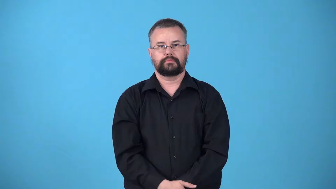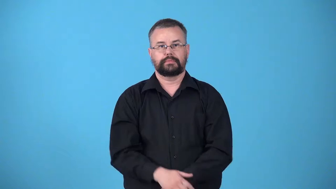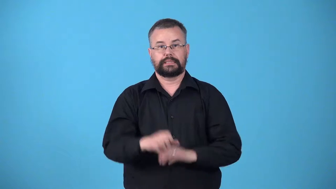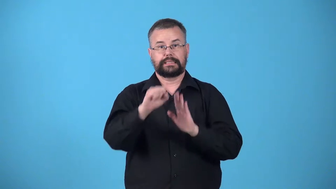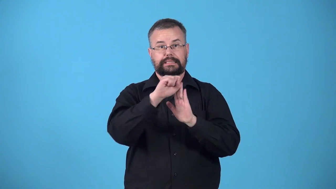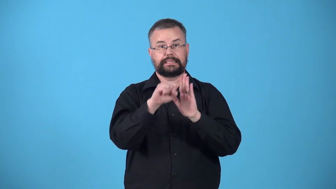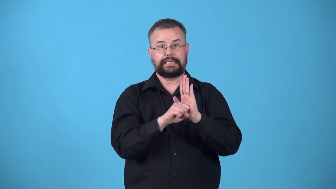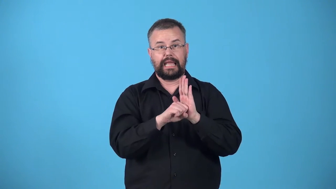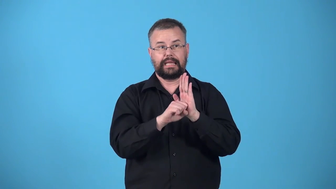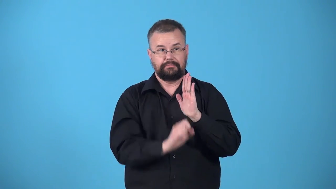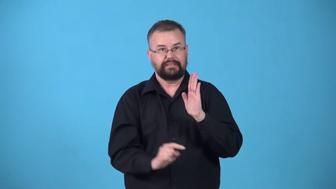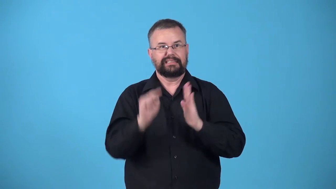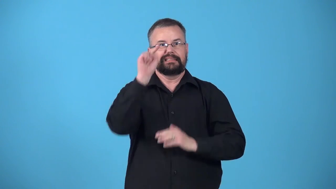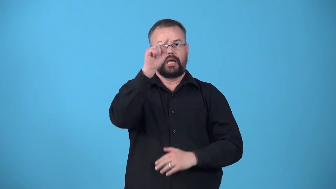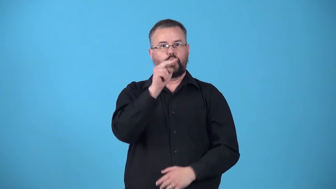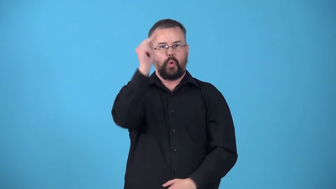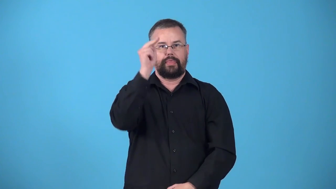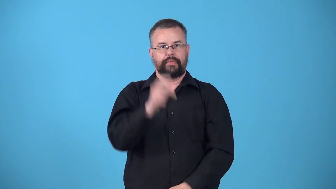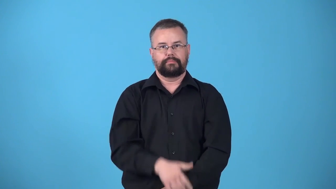upstate